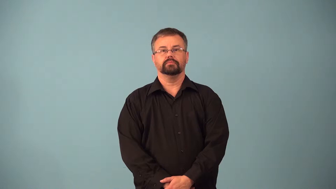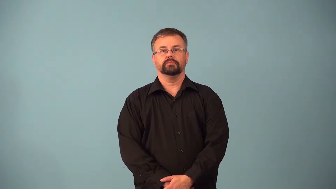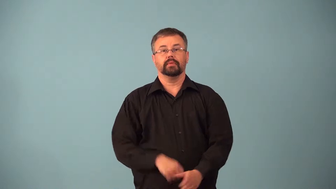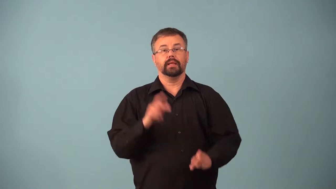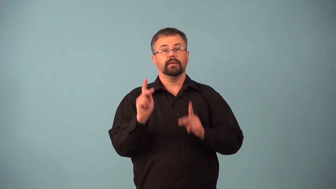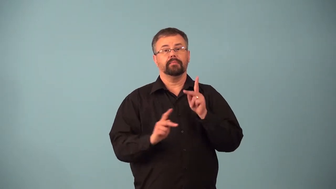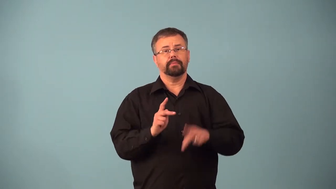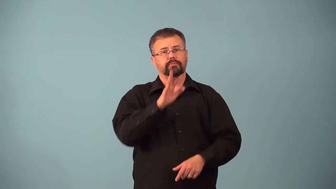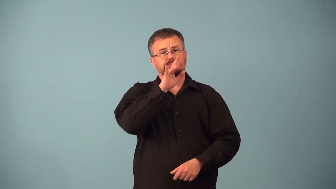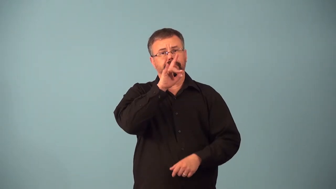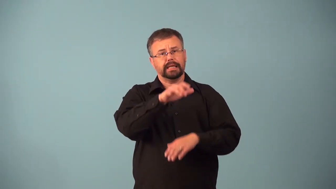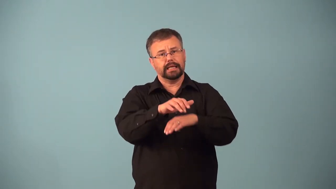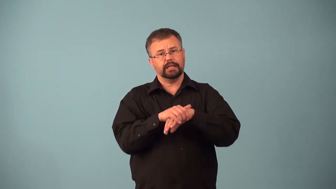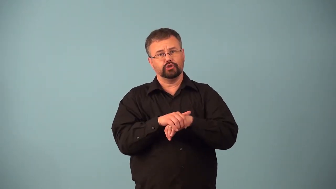anglophones